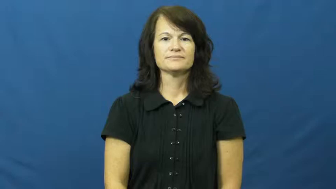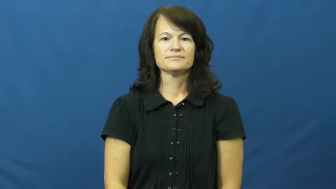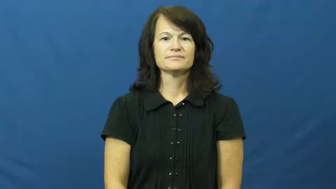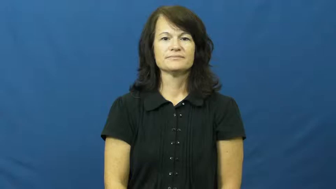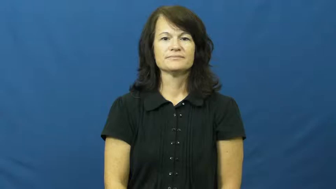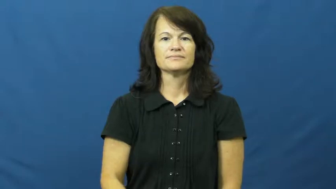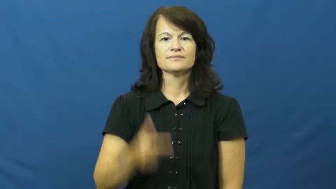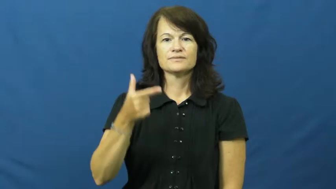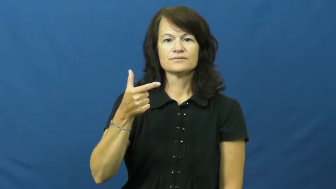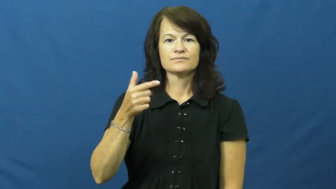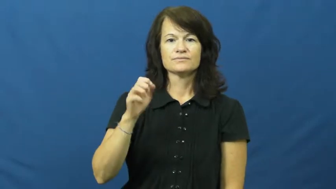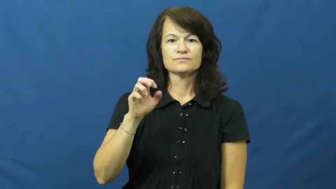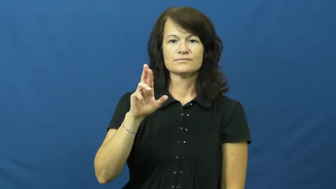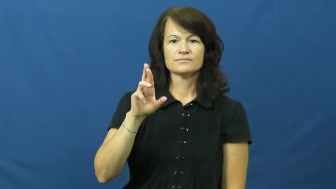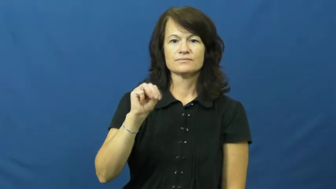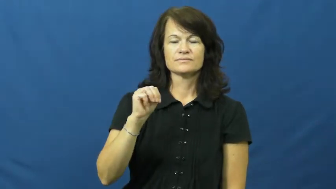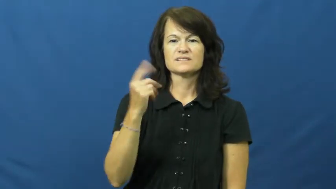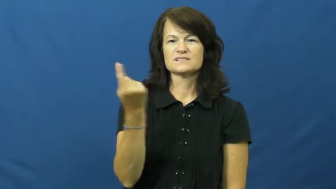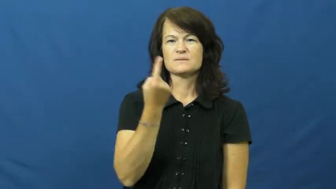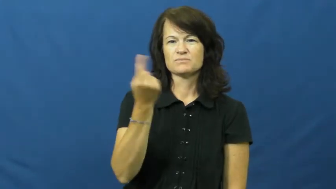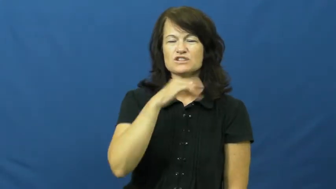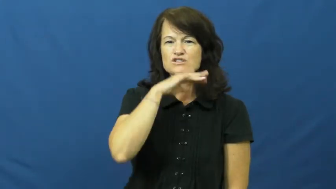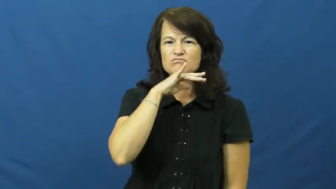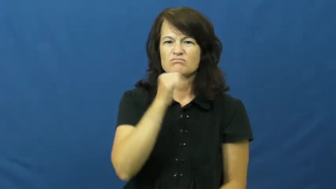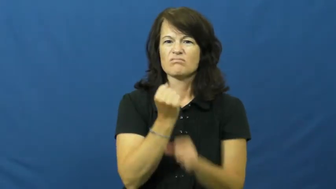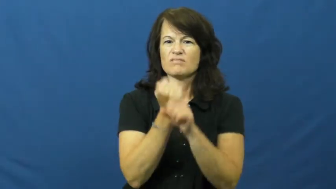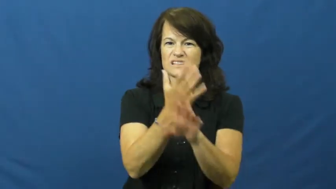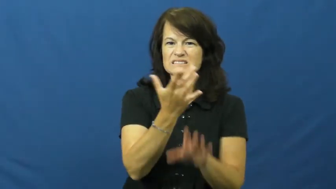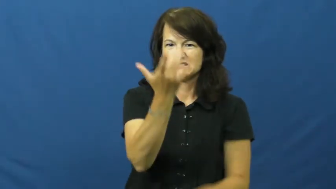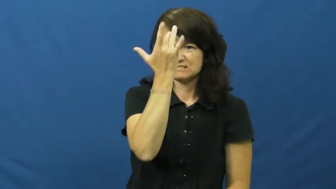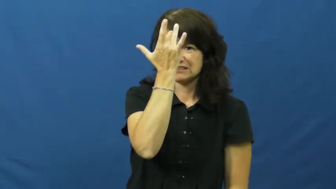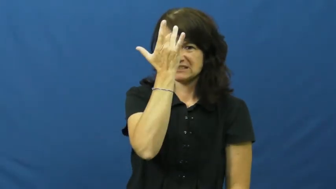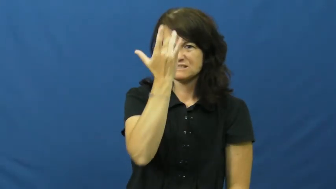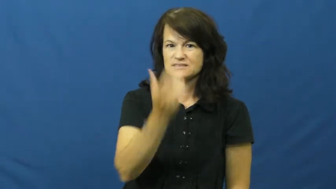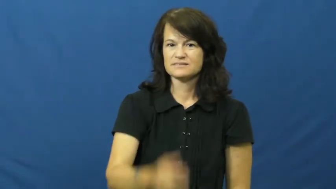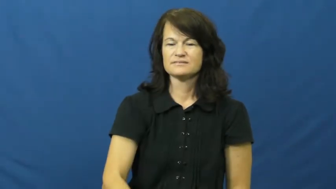germ